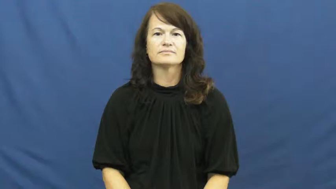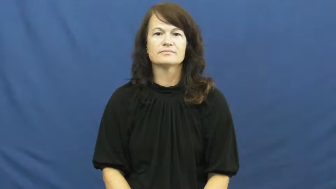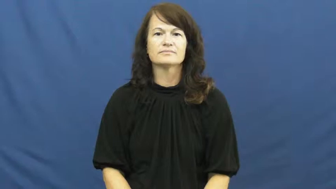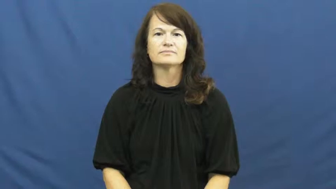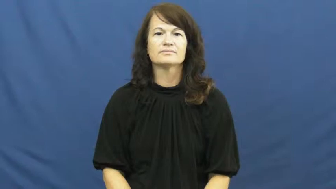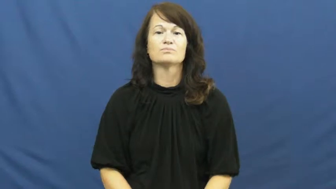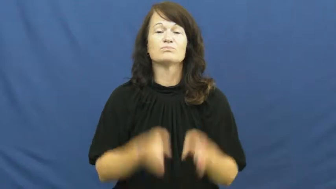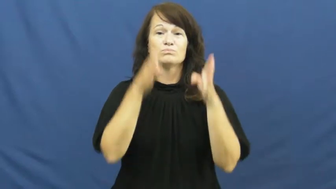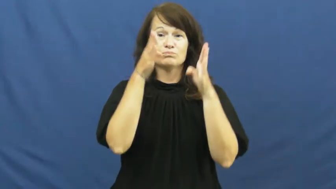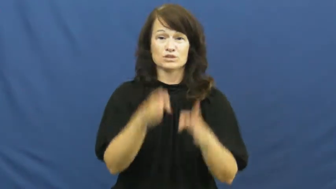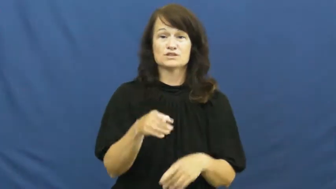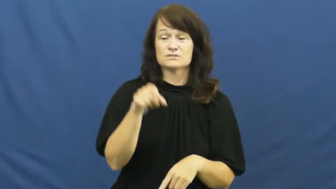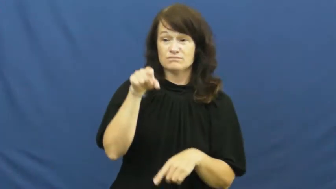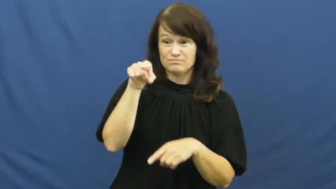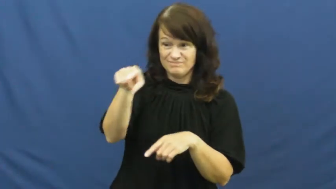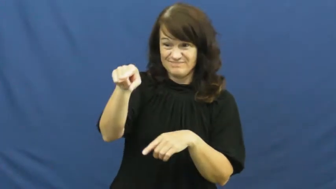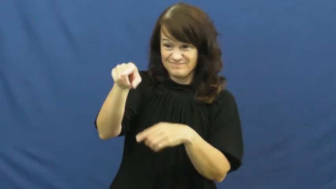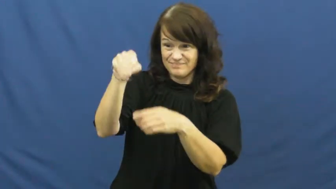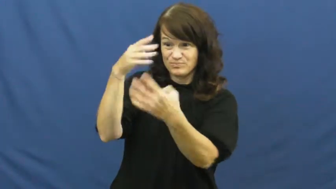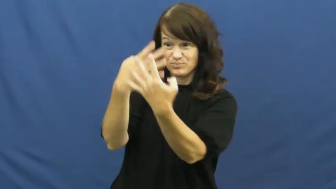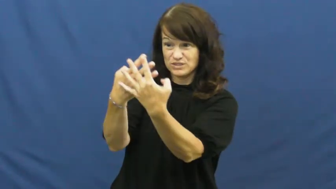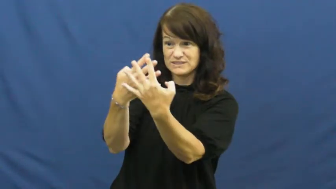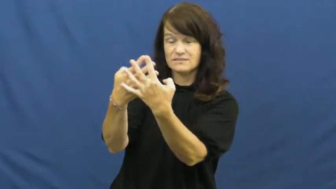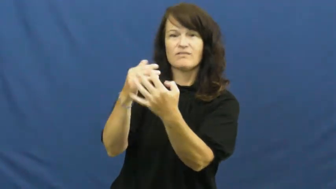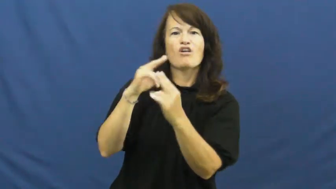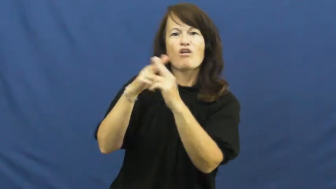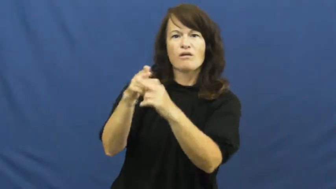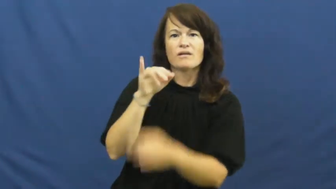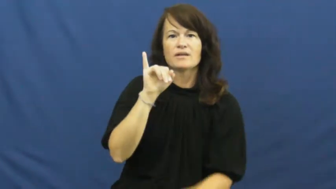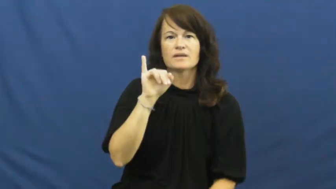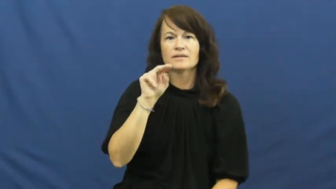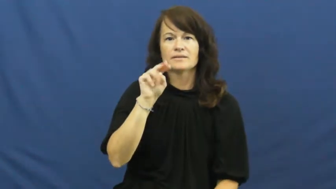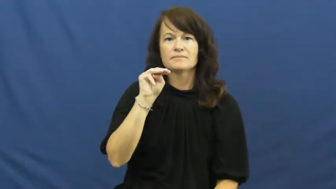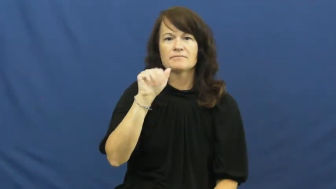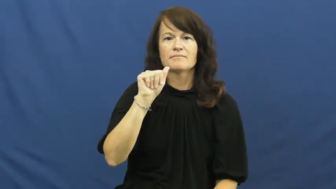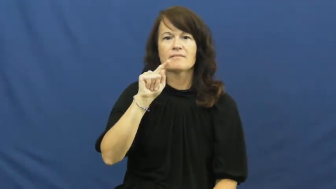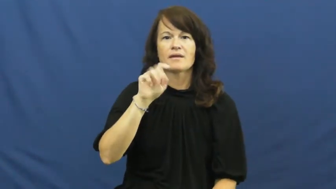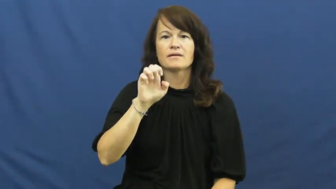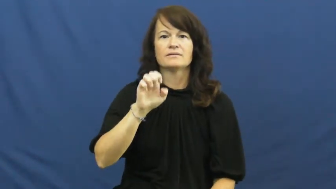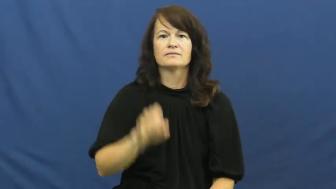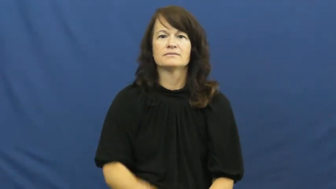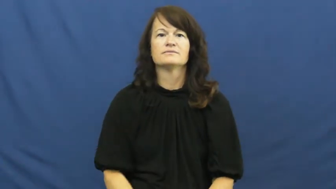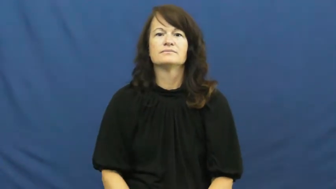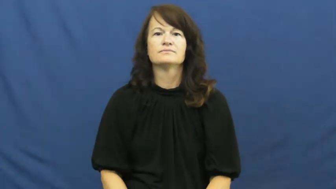inmate